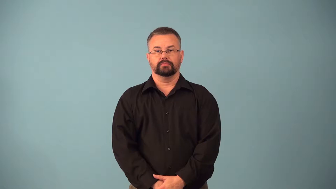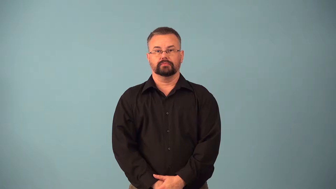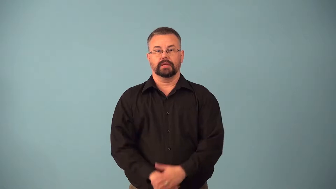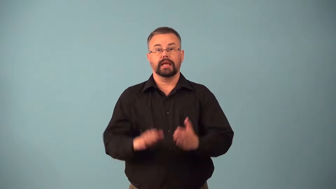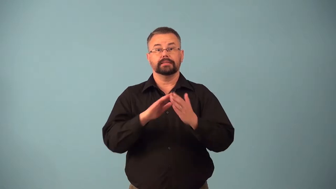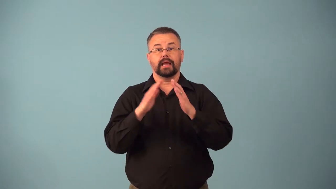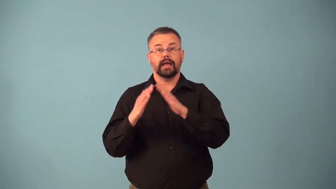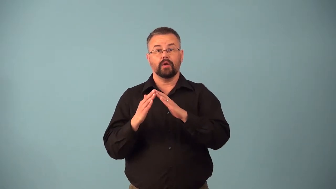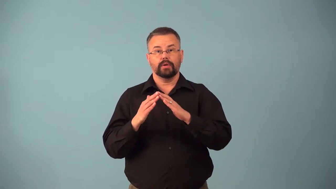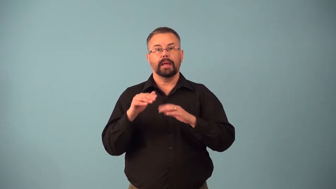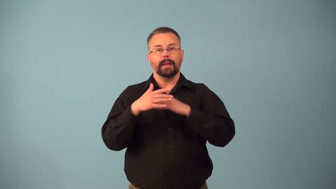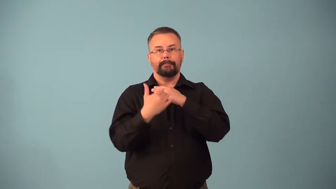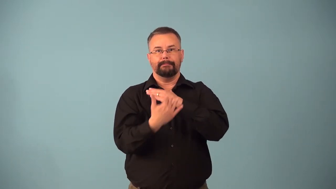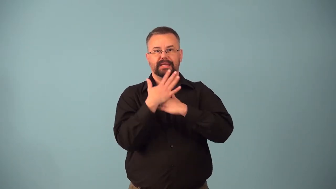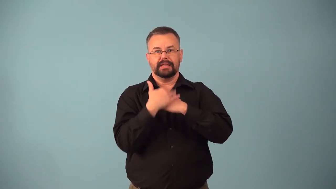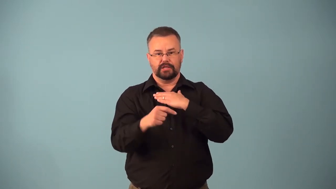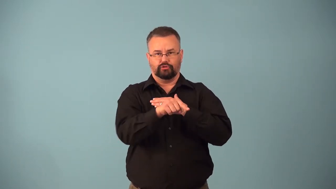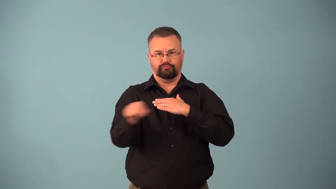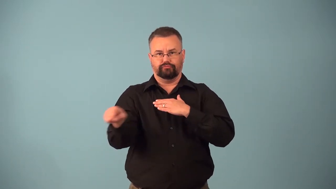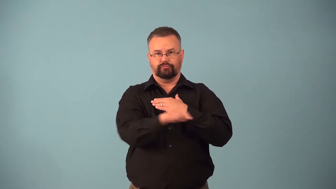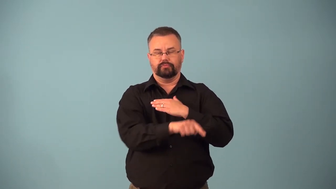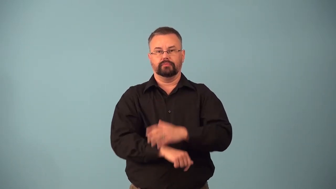beachfront